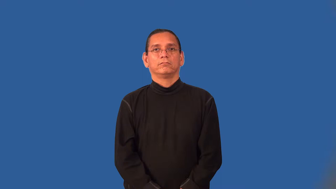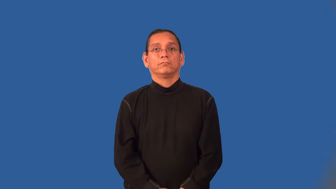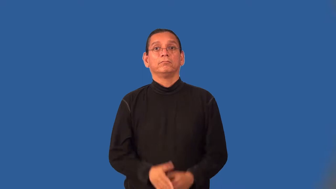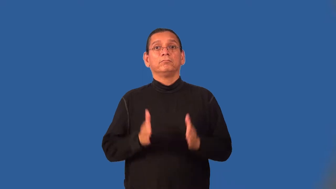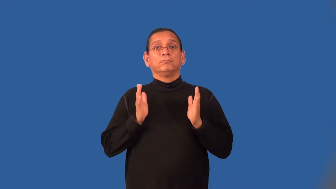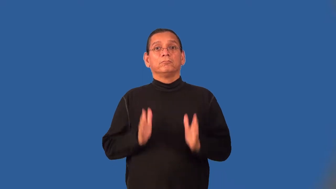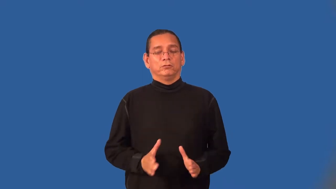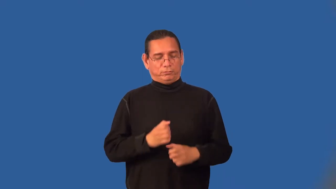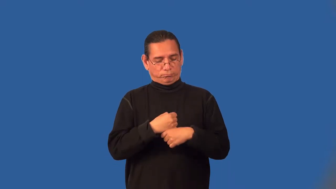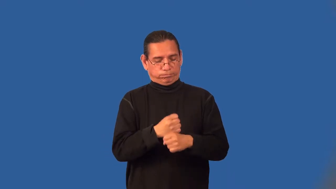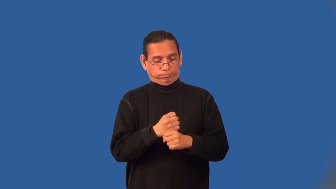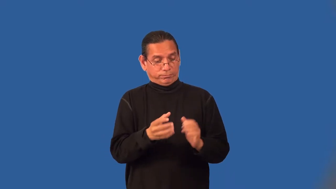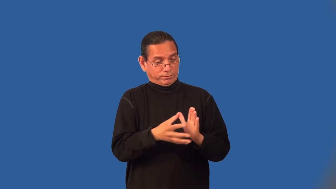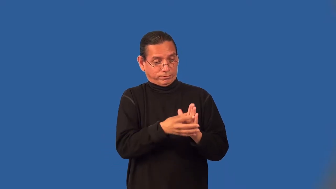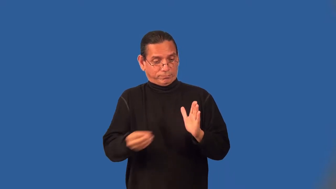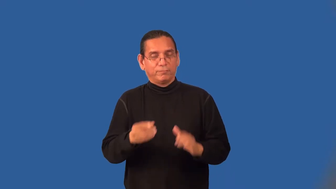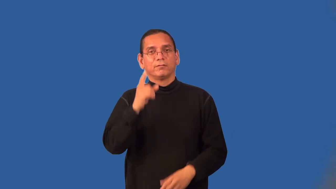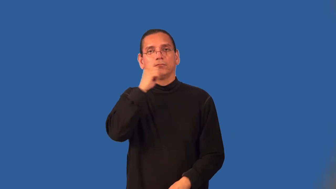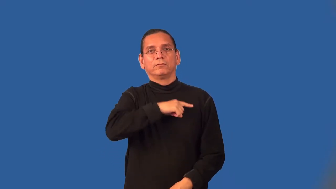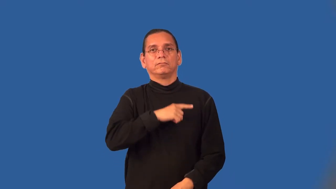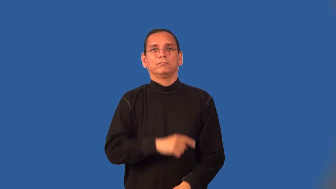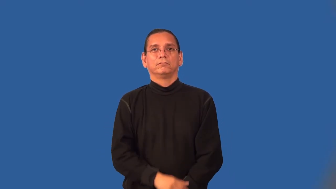forger